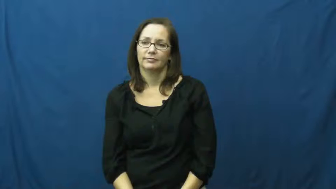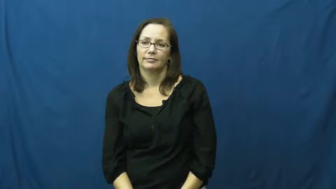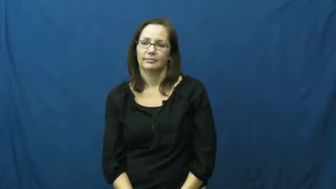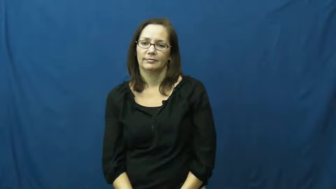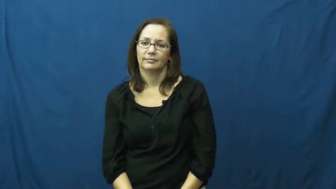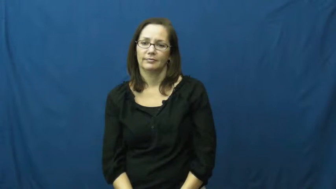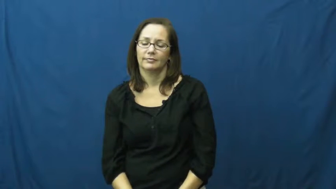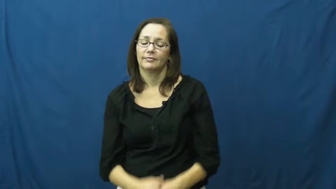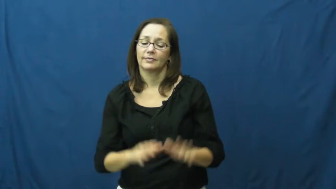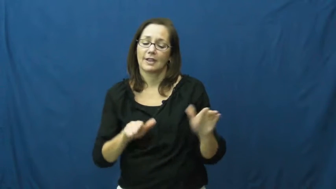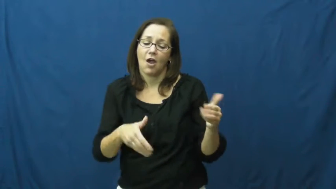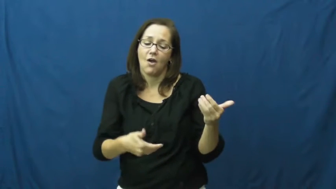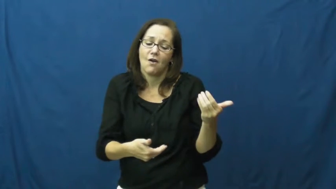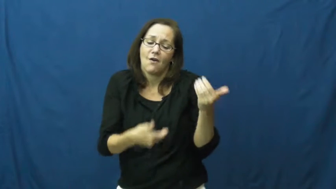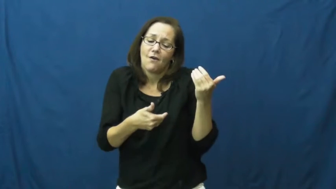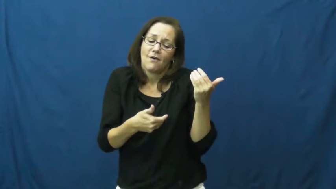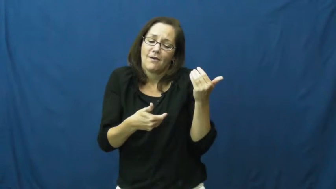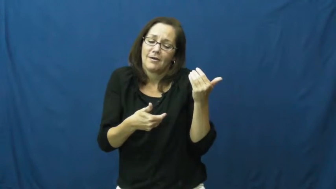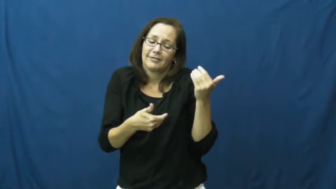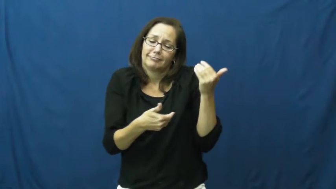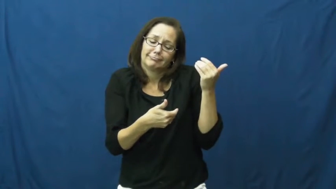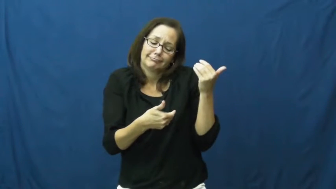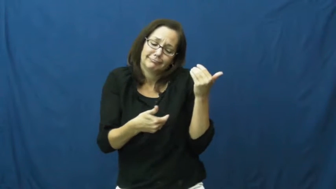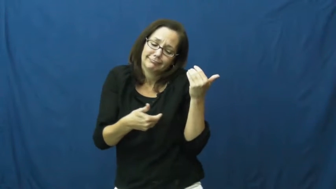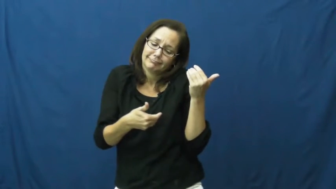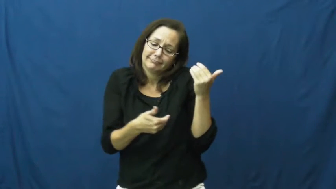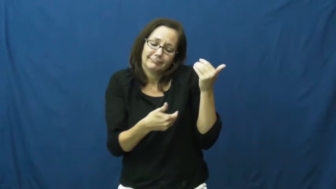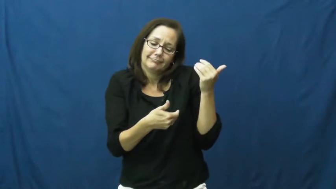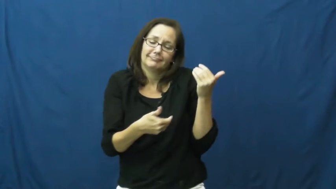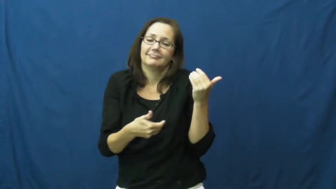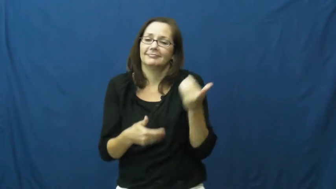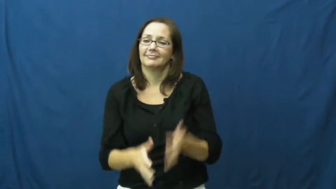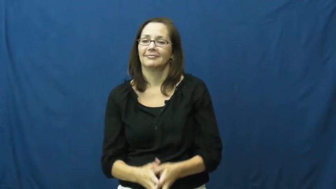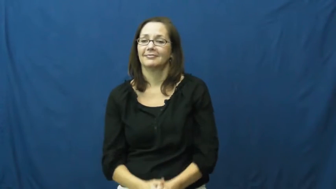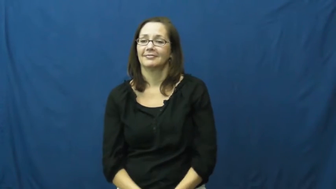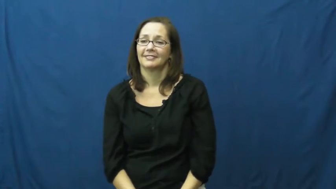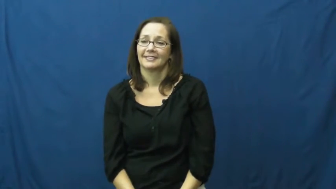cradle,hold